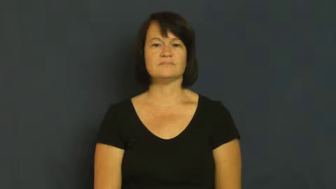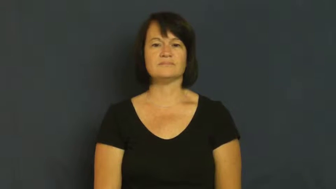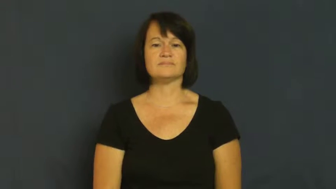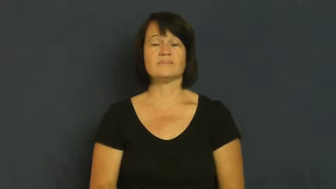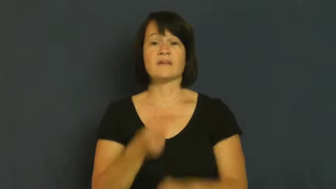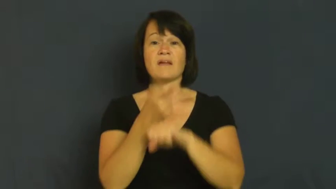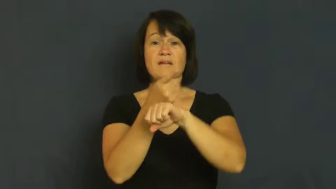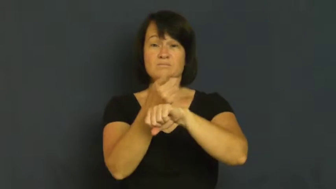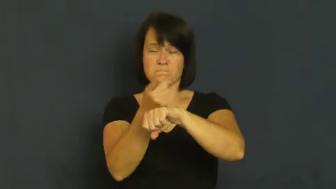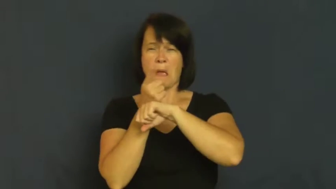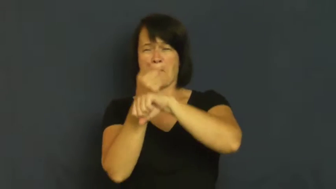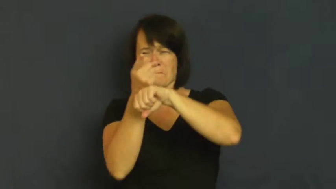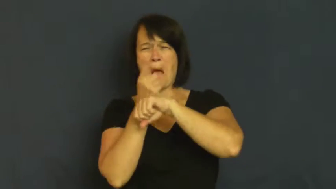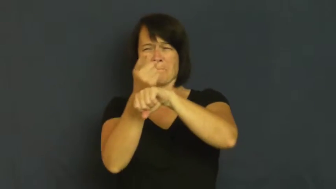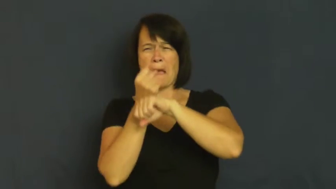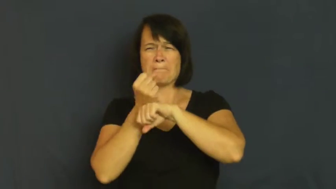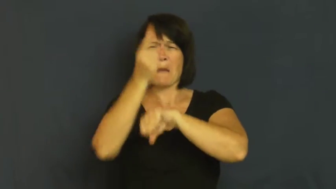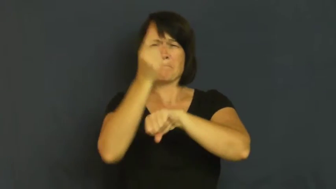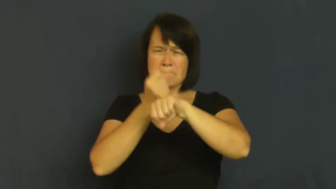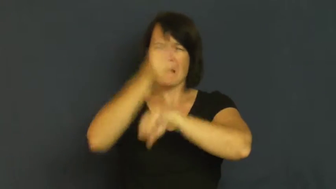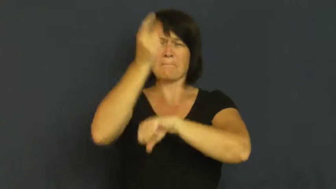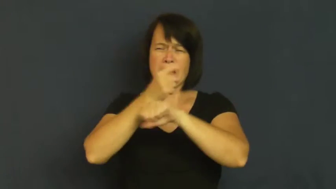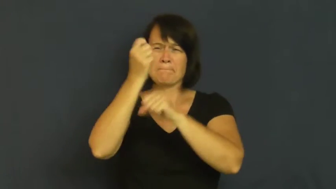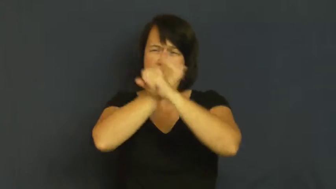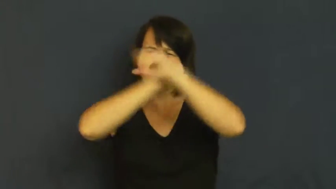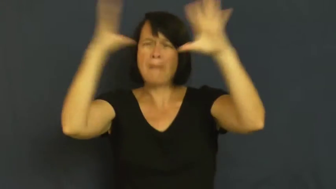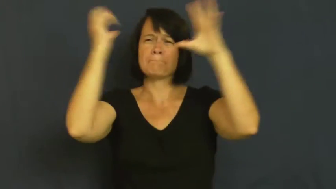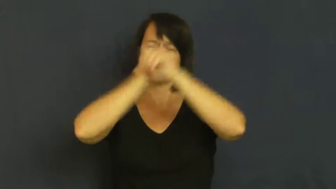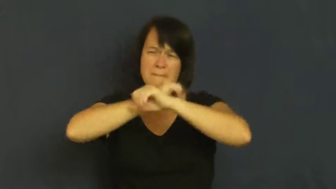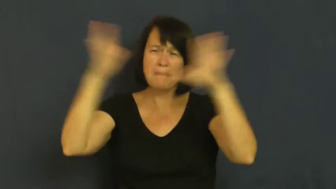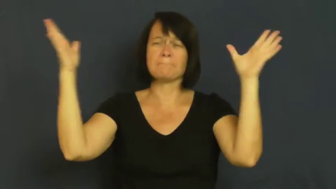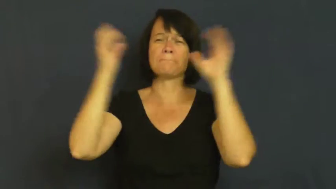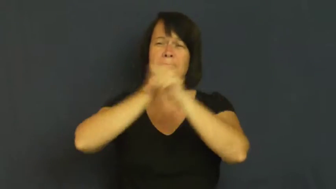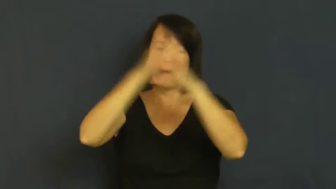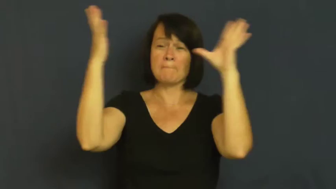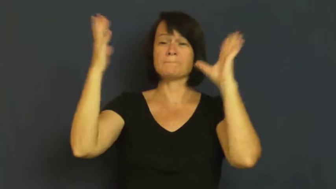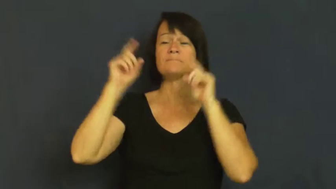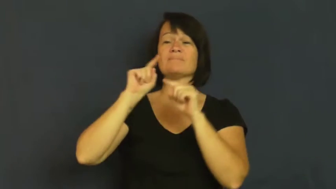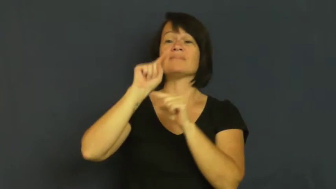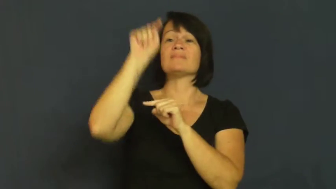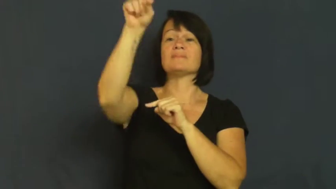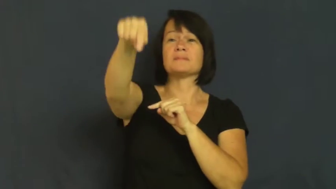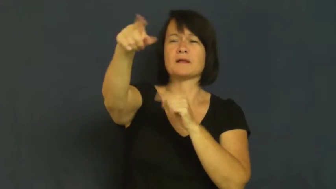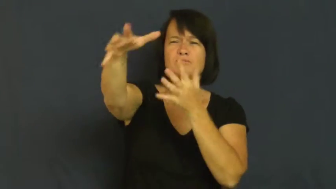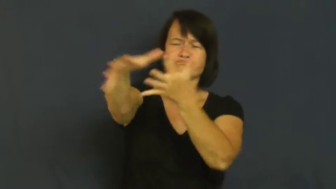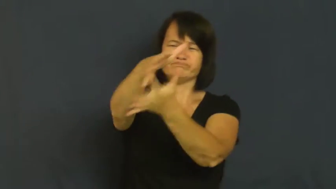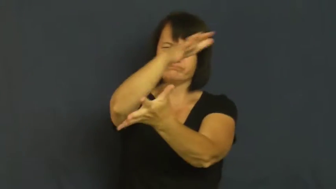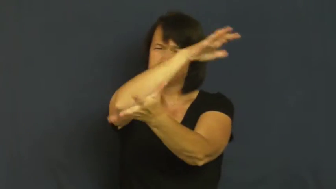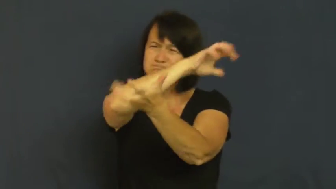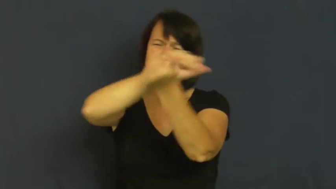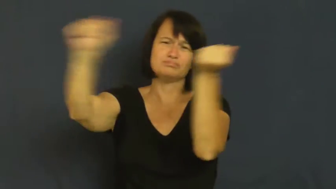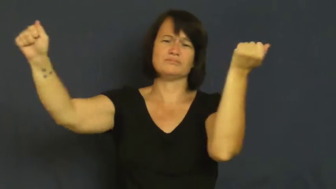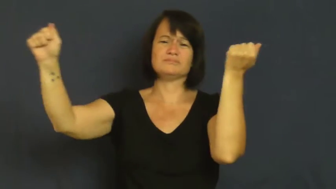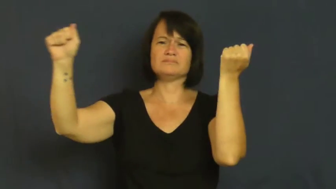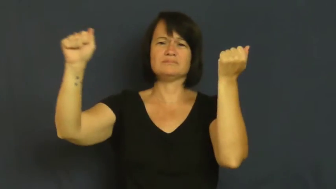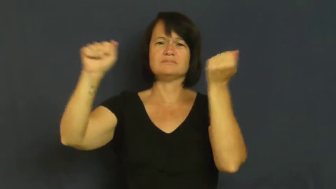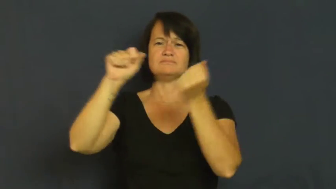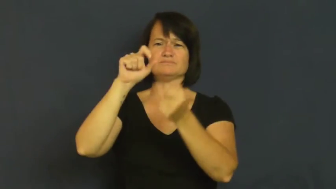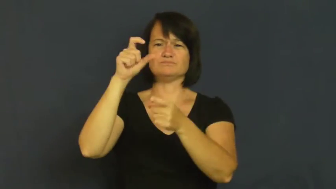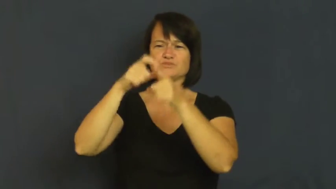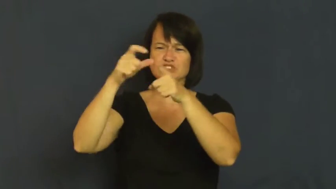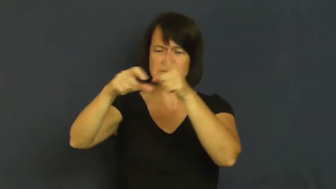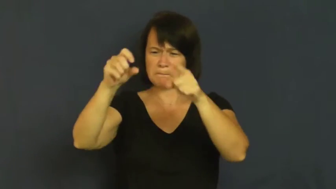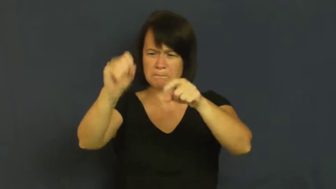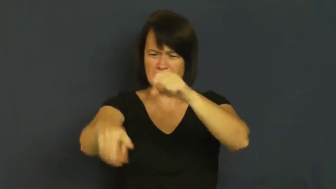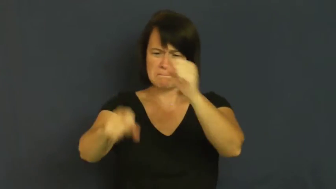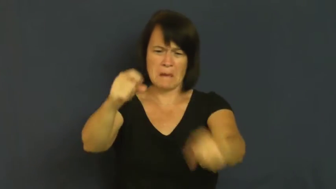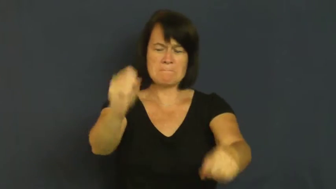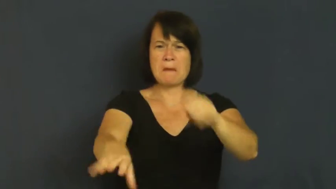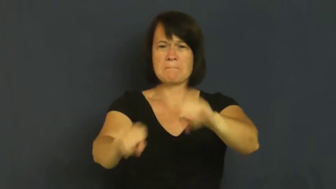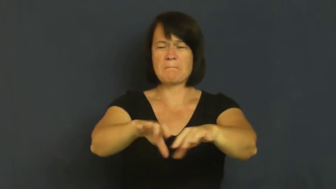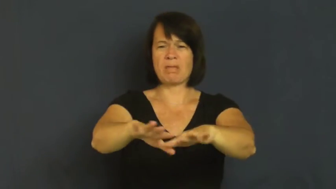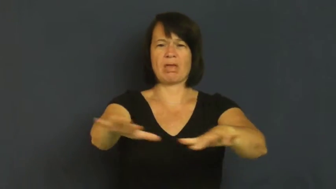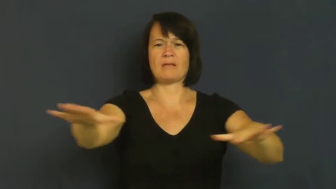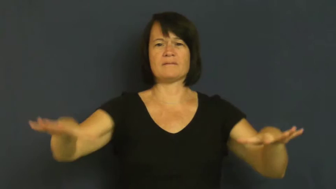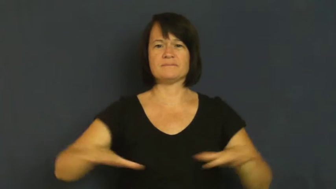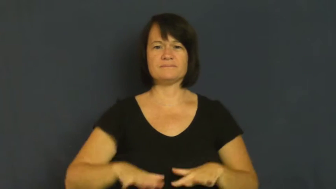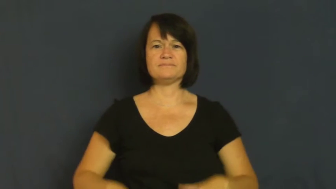shell,canonade,fusillade-canons